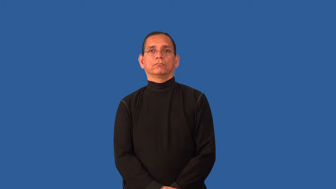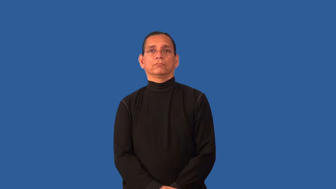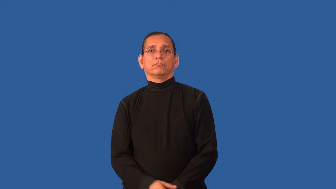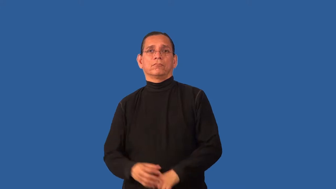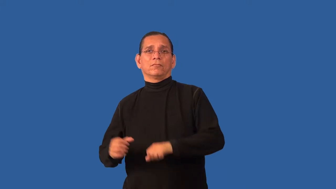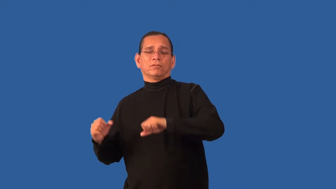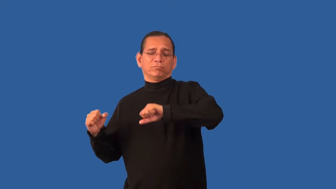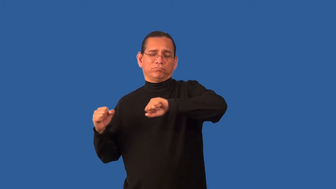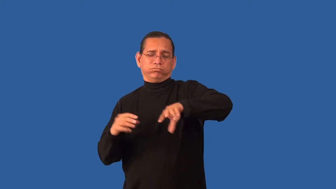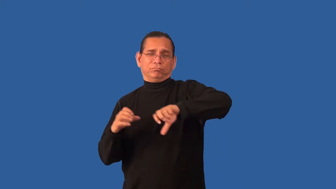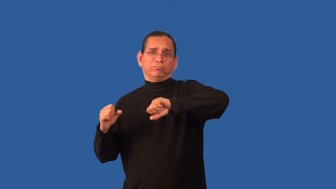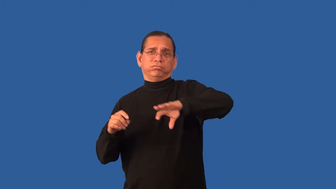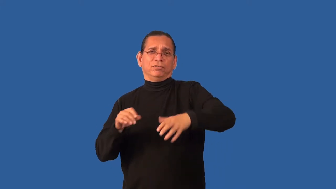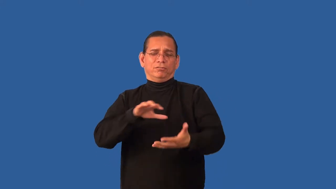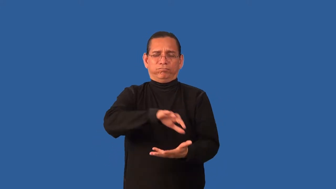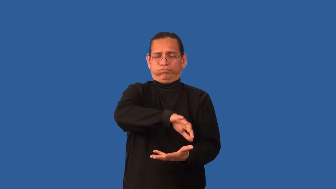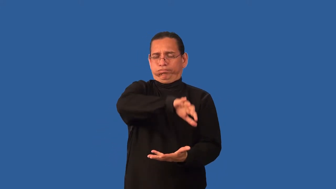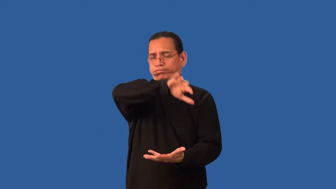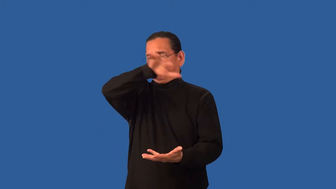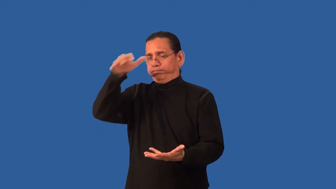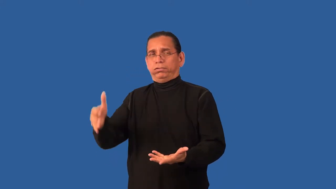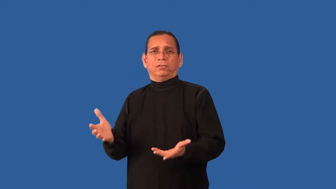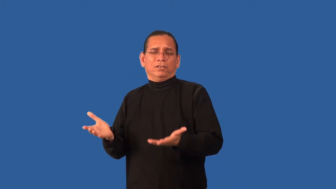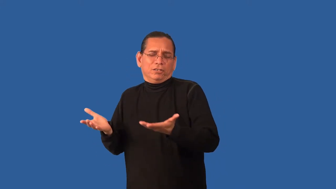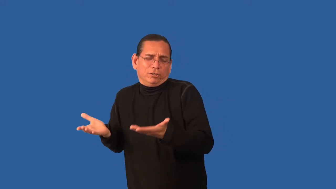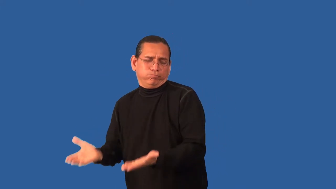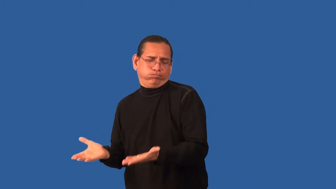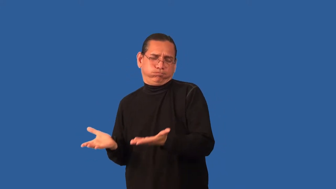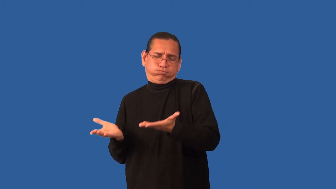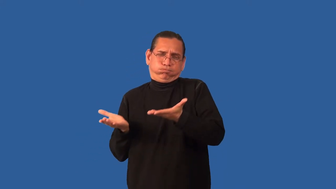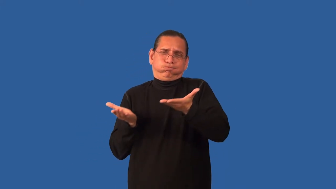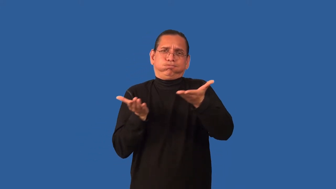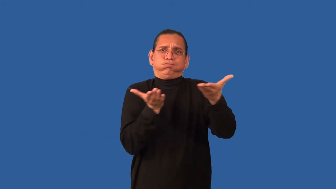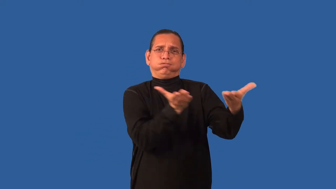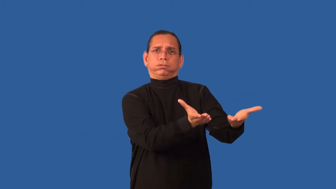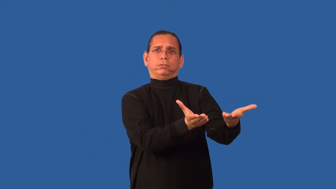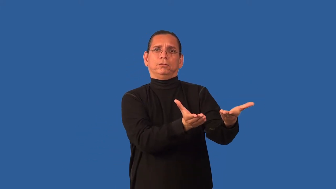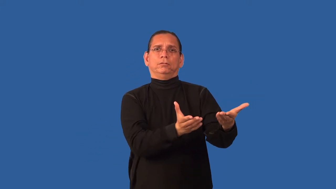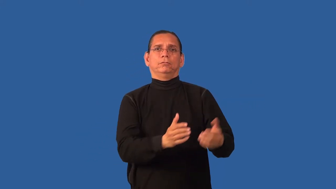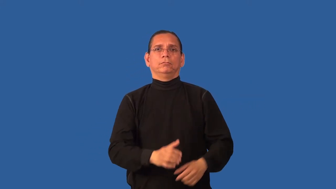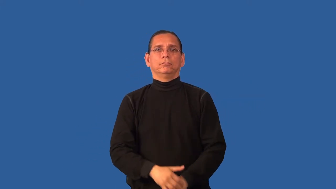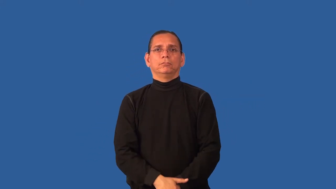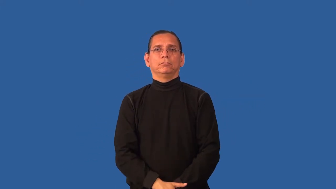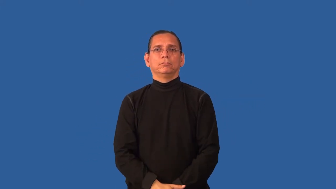cargo,payload